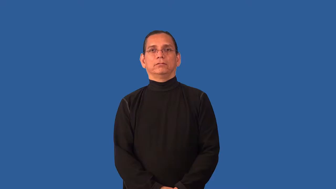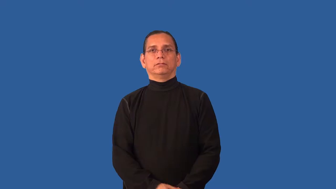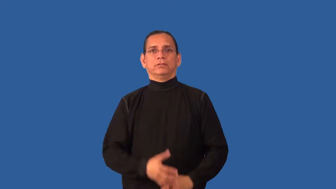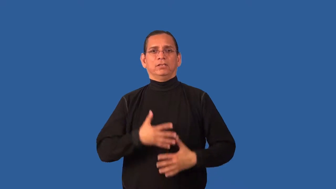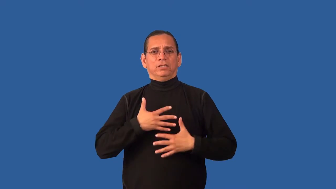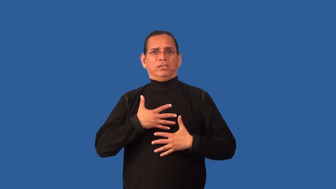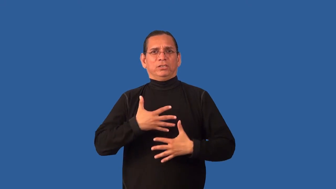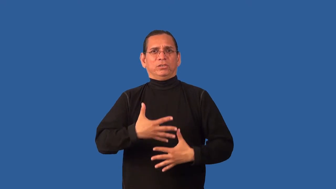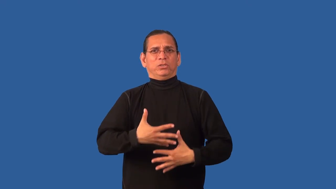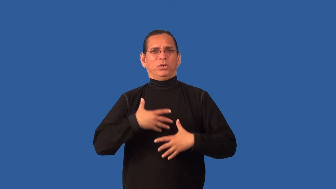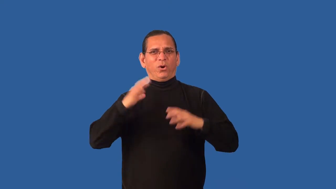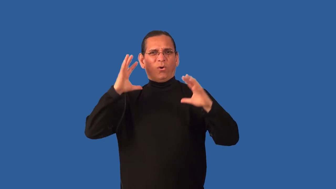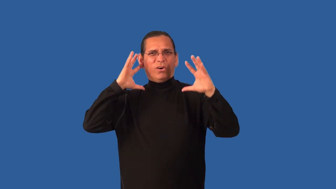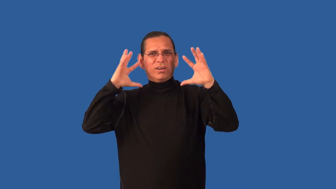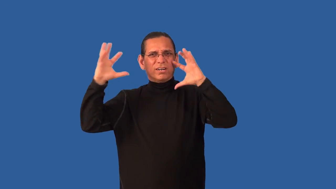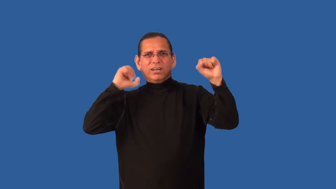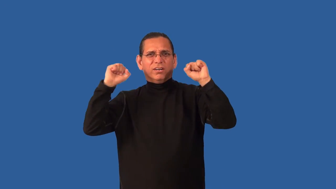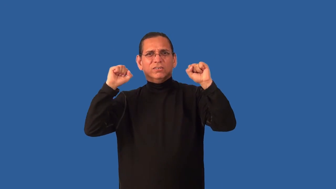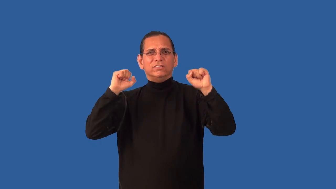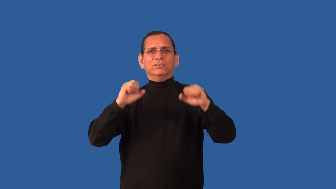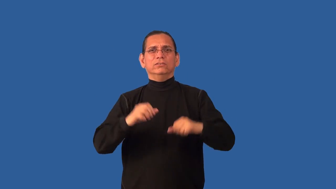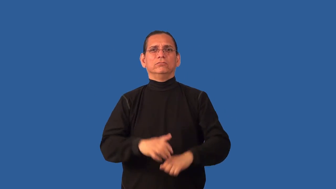breathy